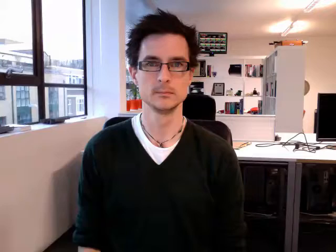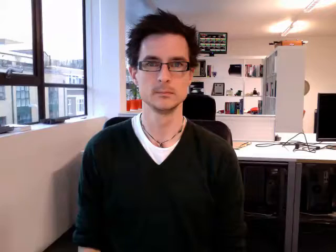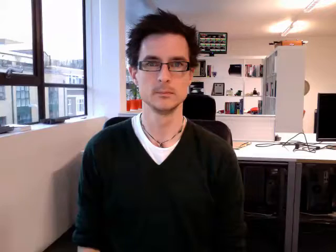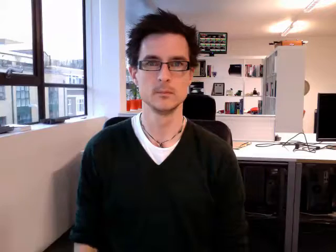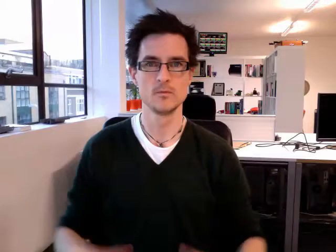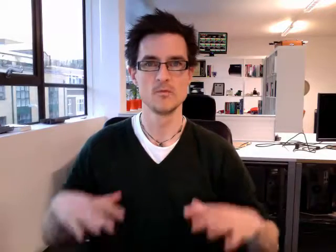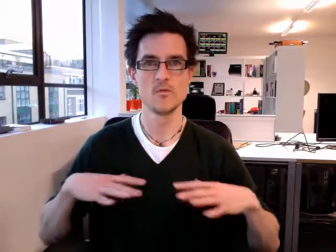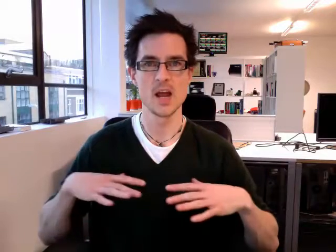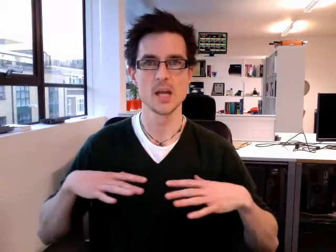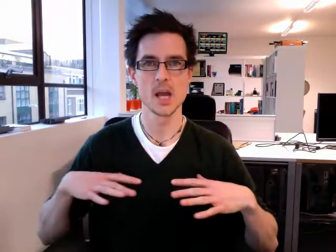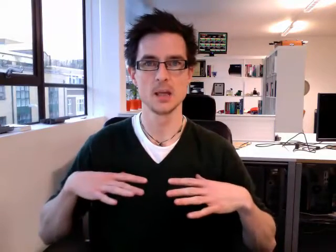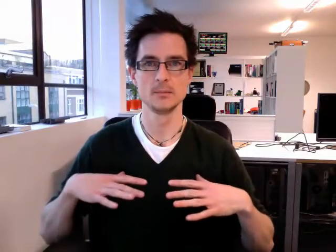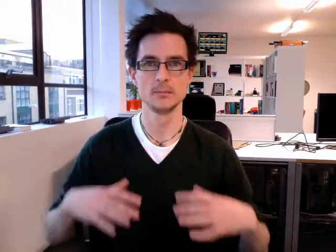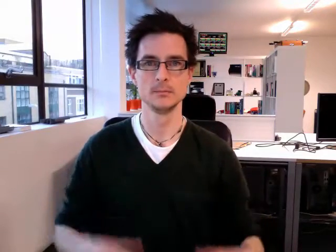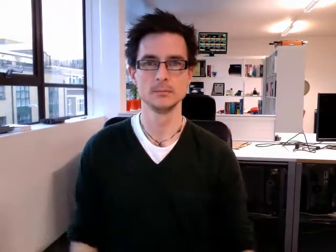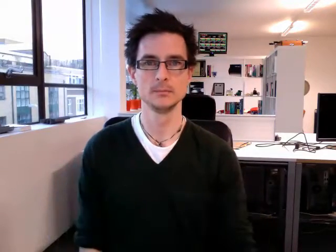ready